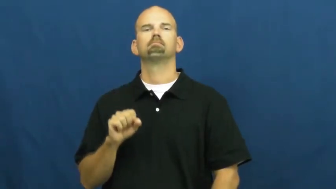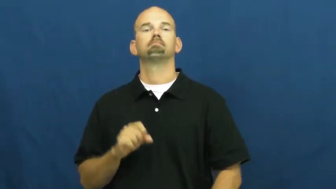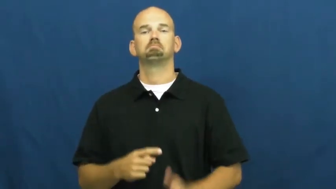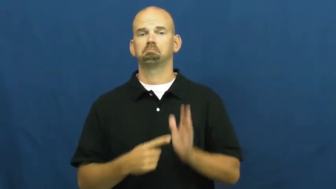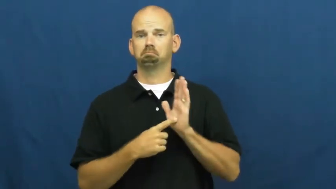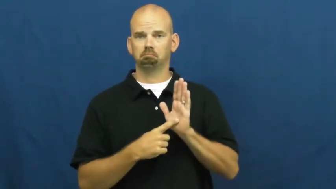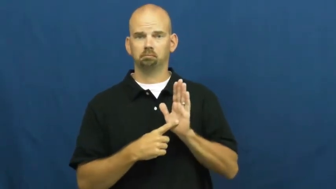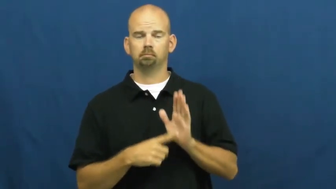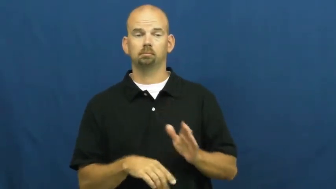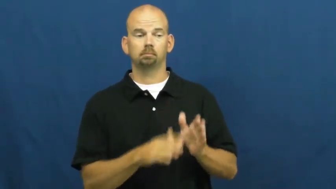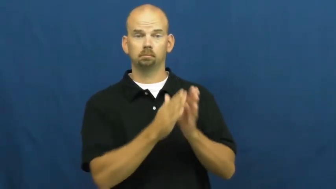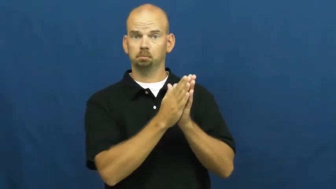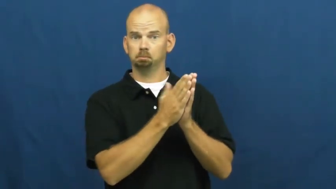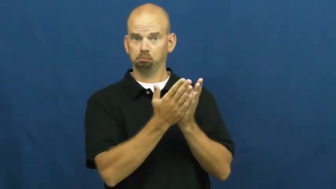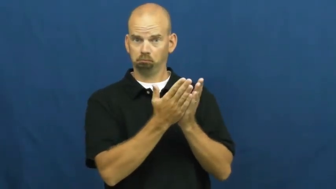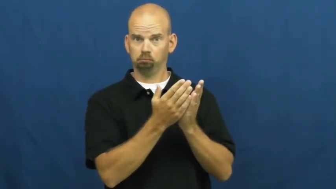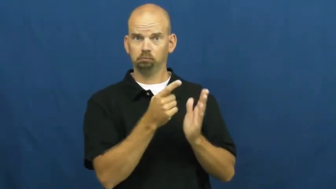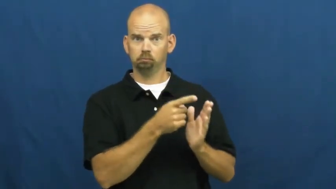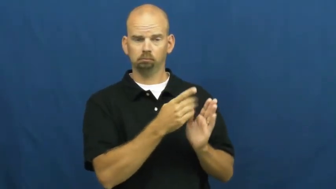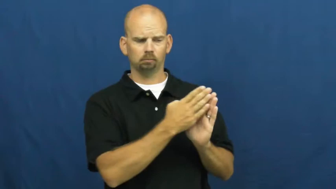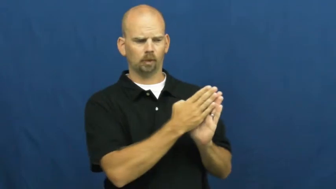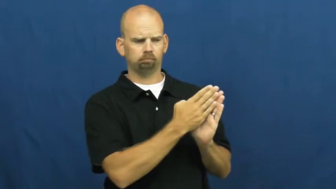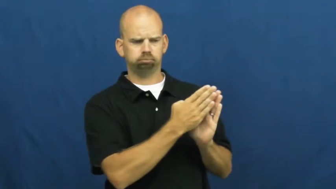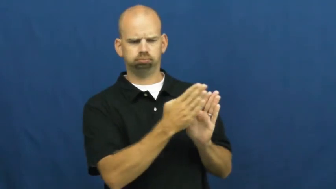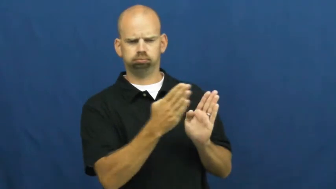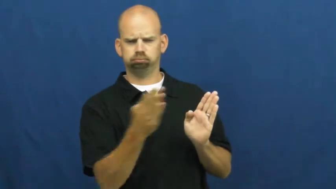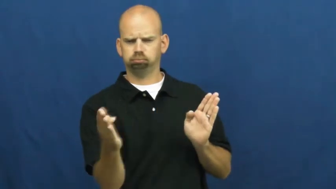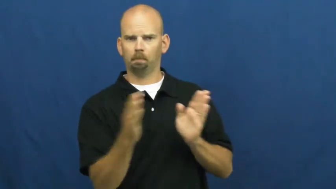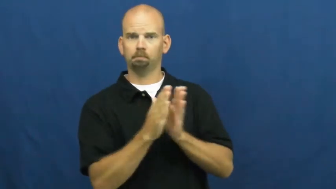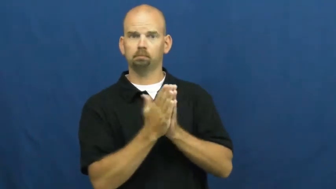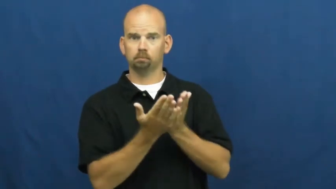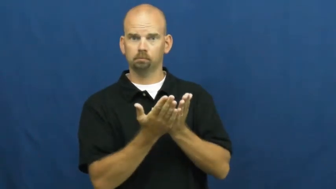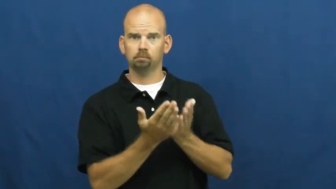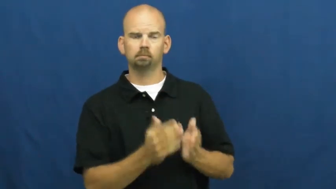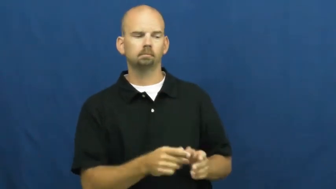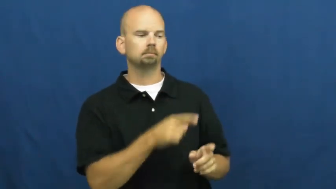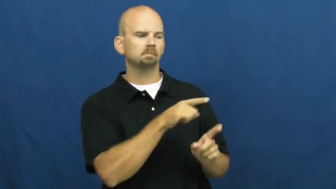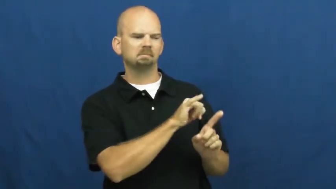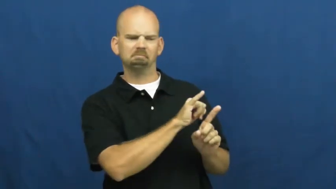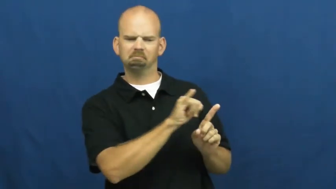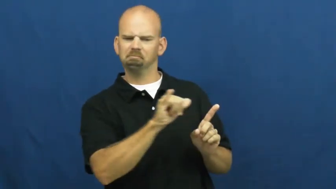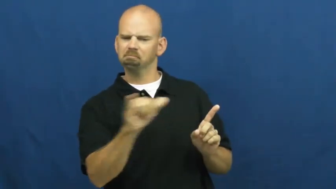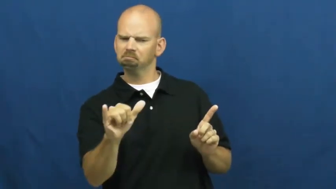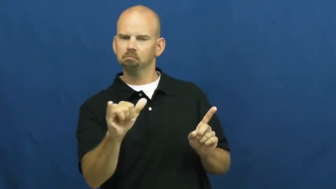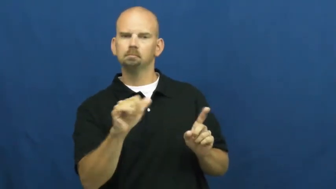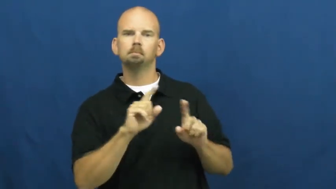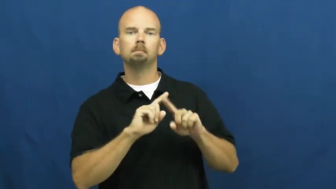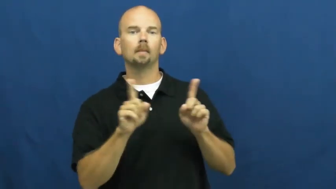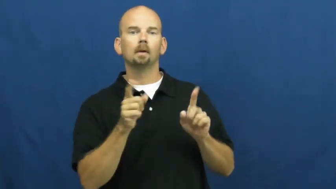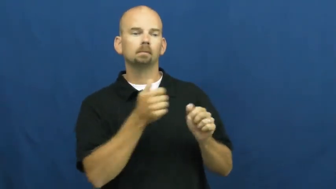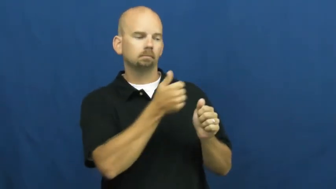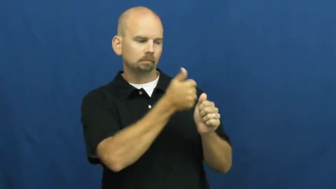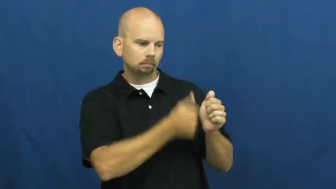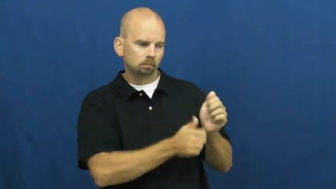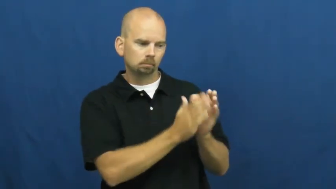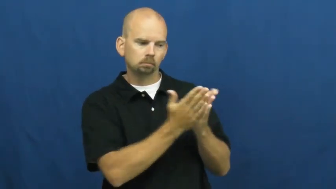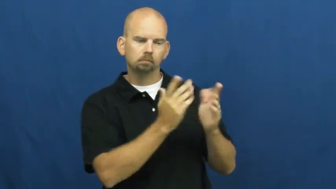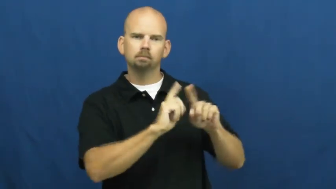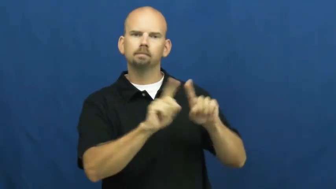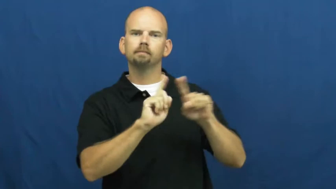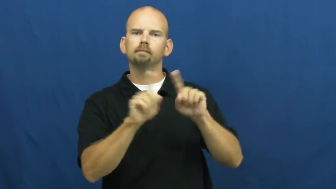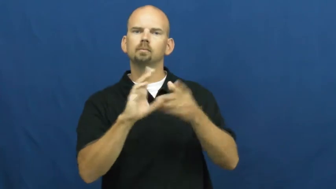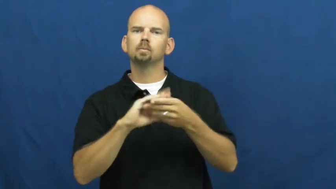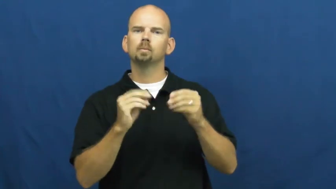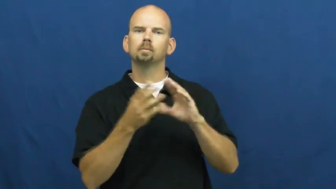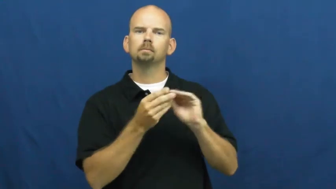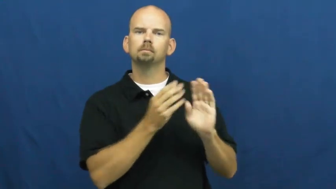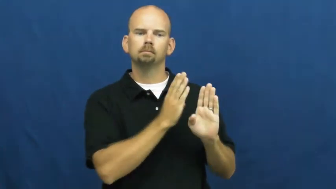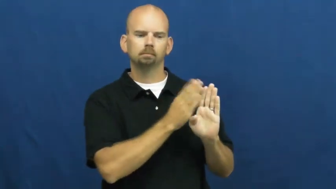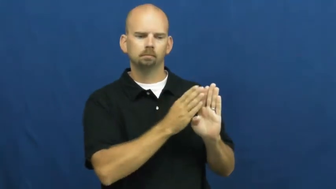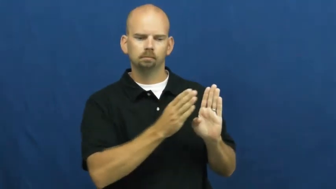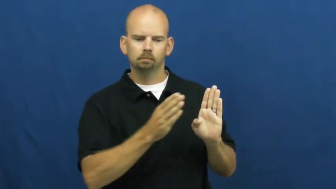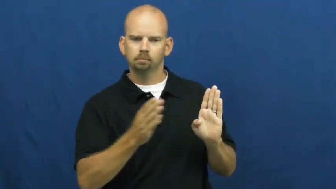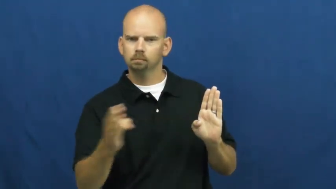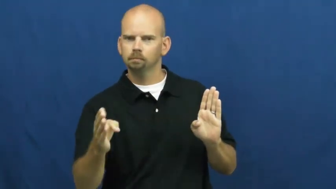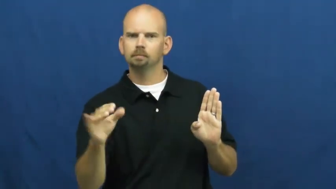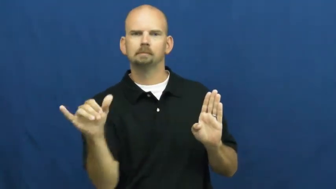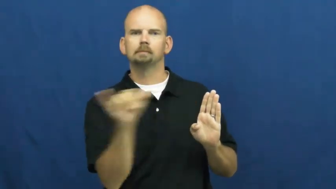series